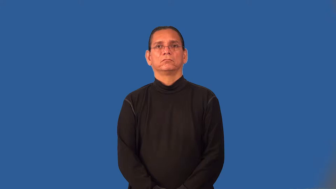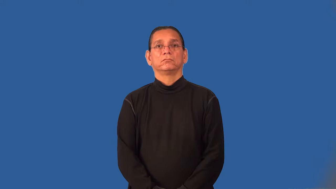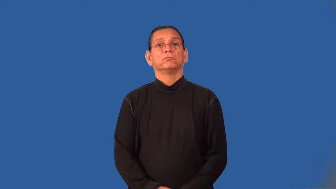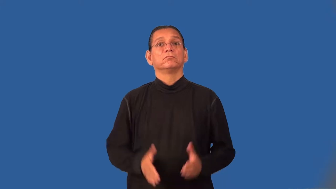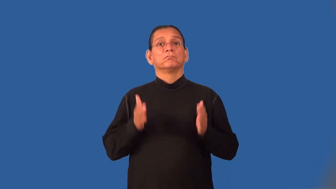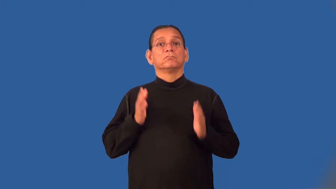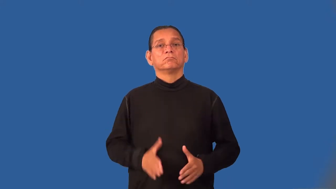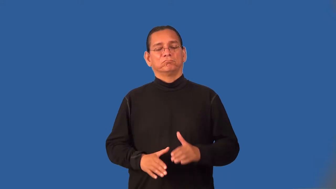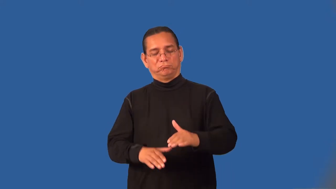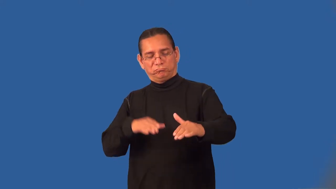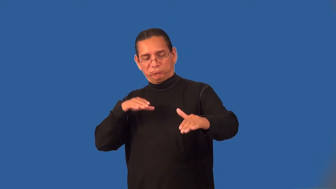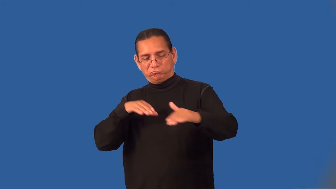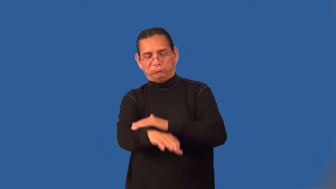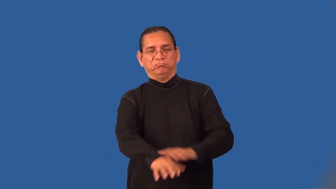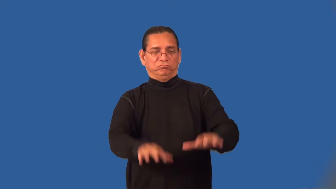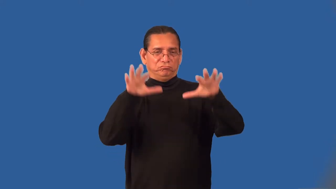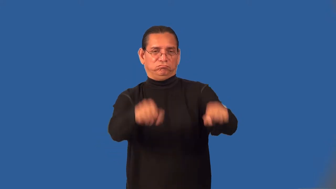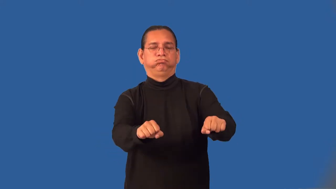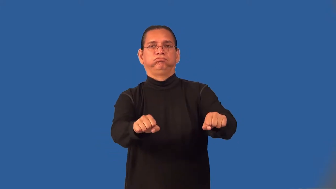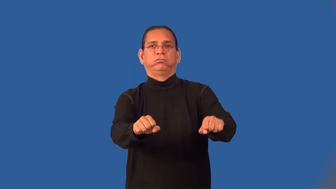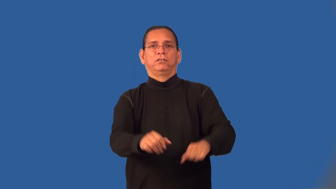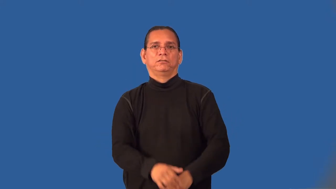invader